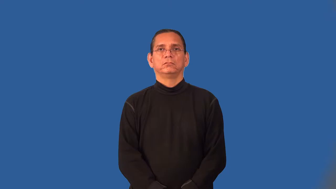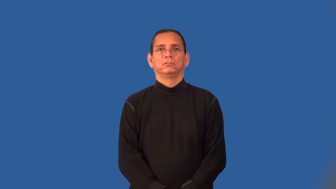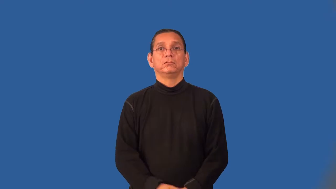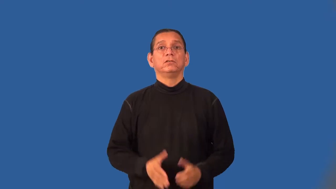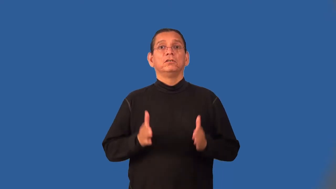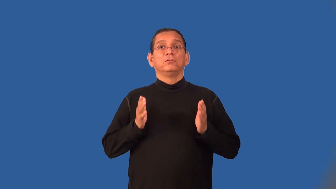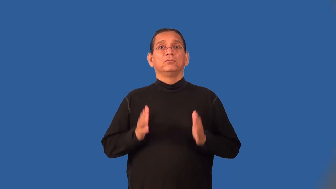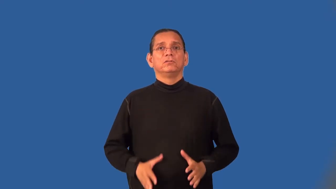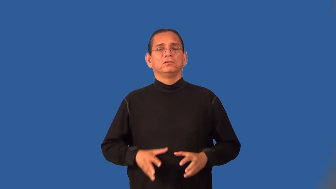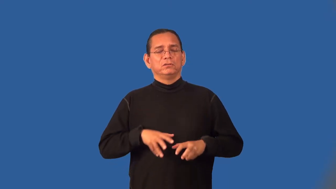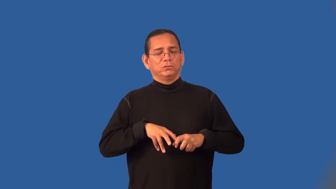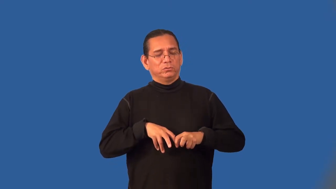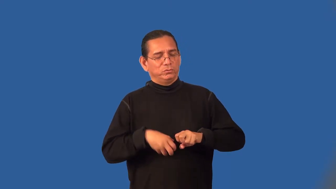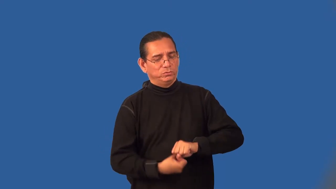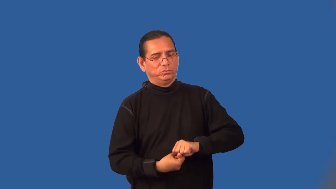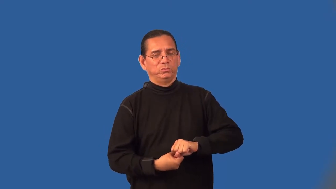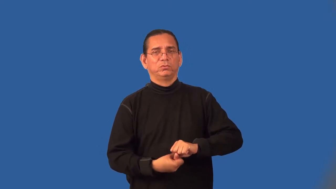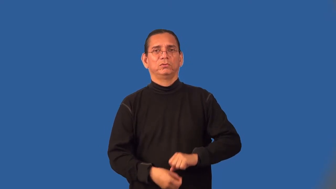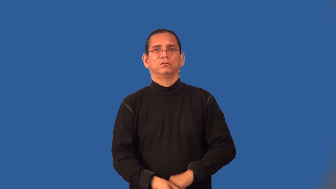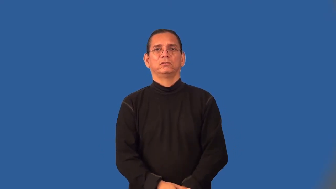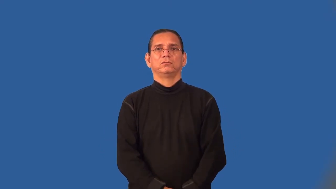griever